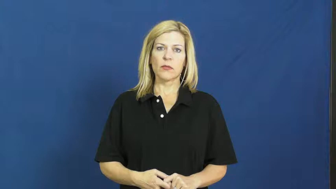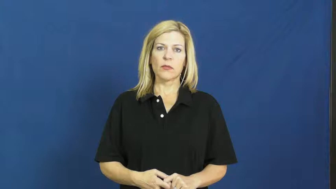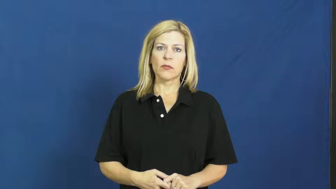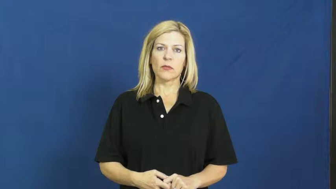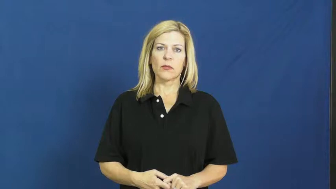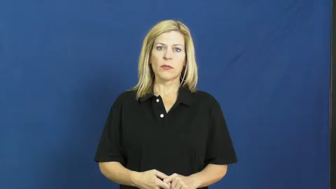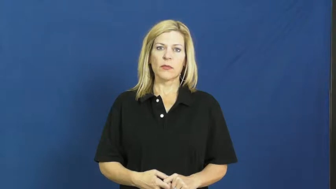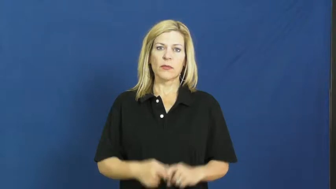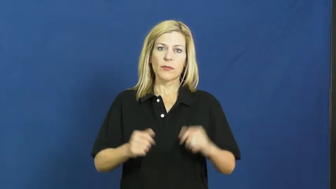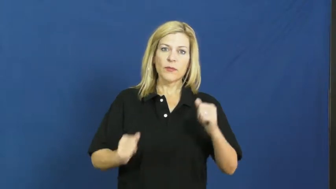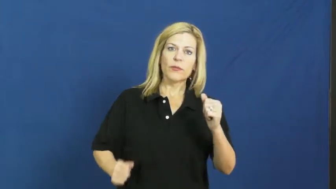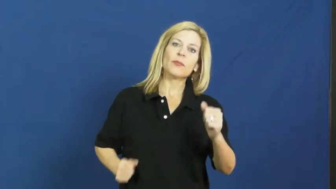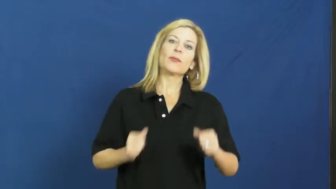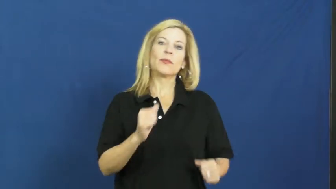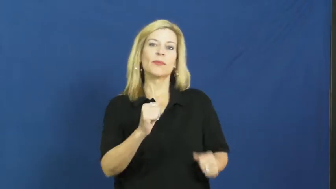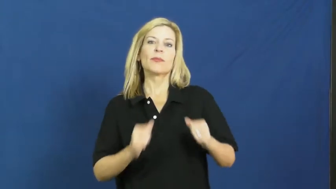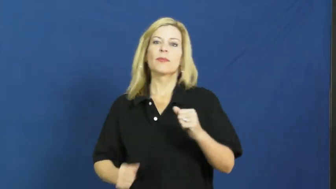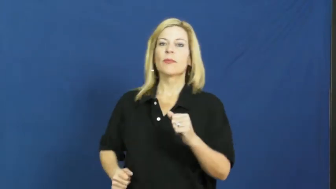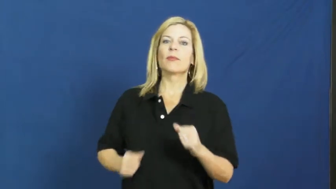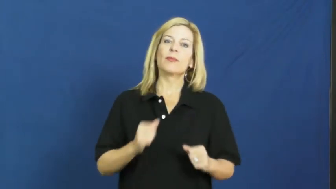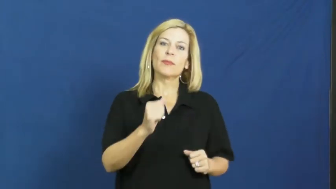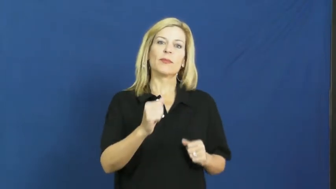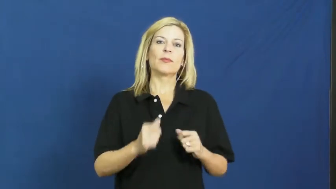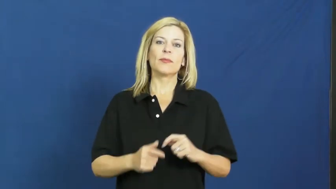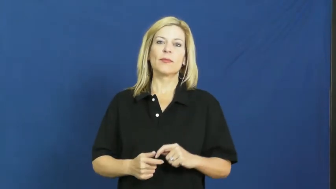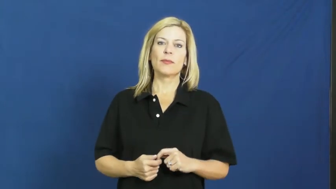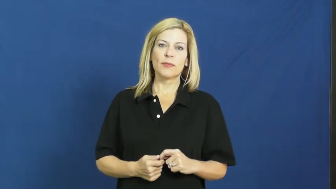jog